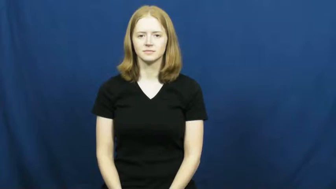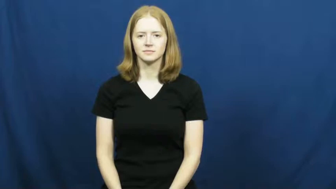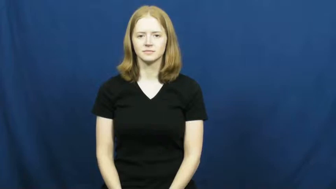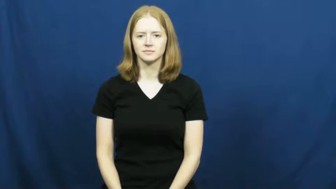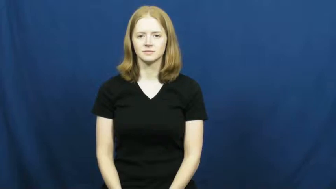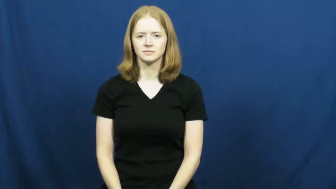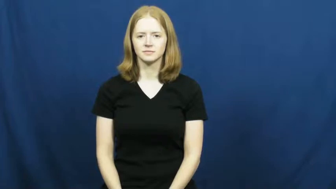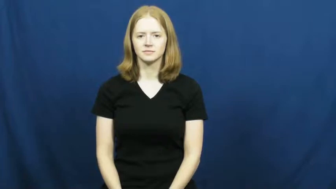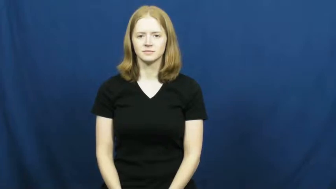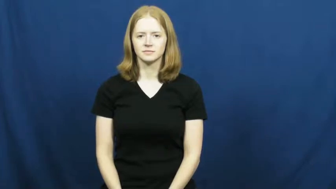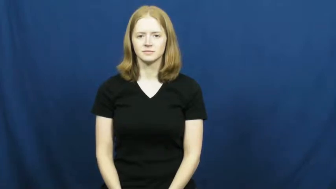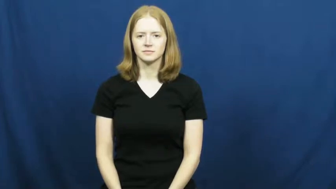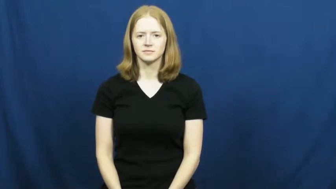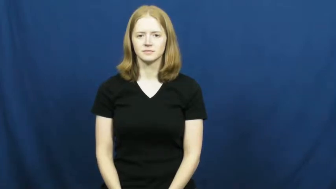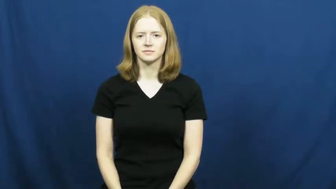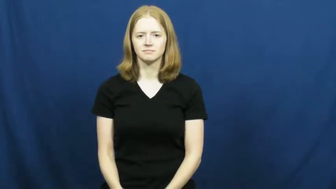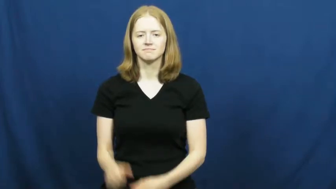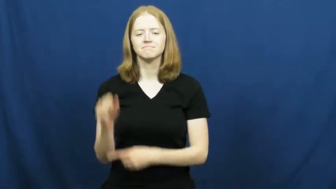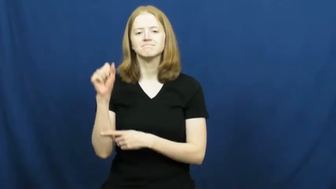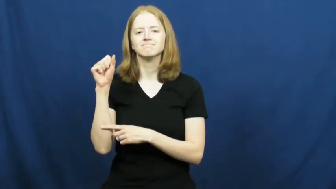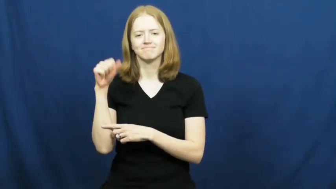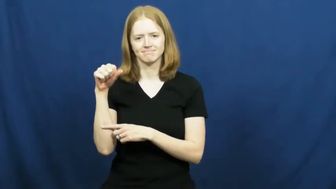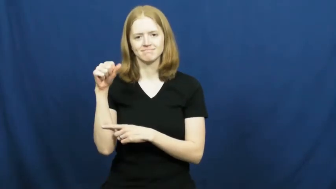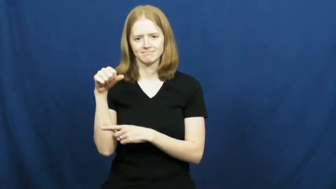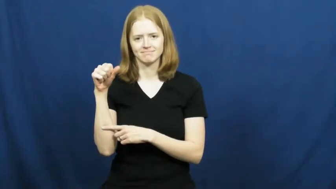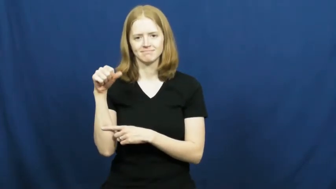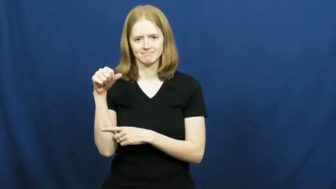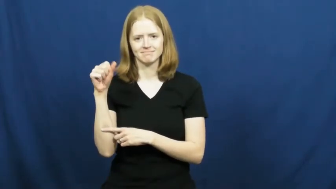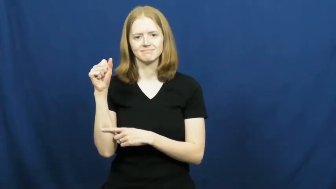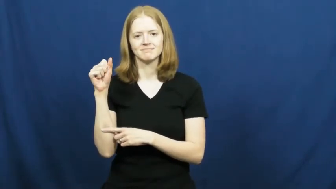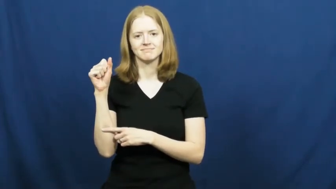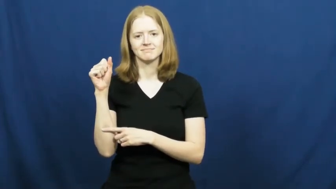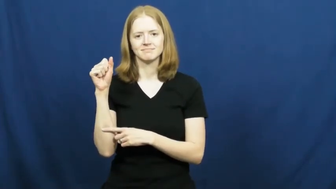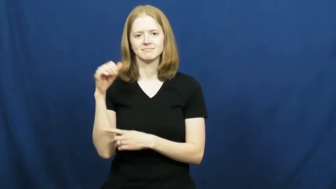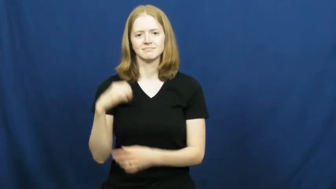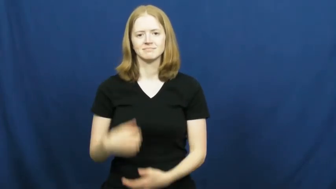nod,nod at